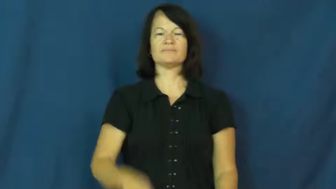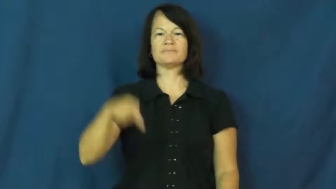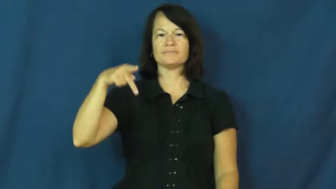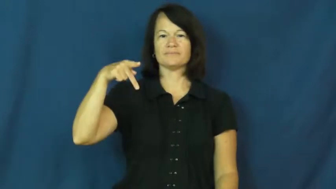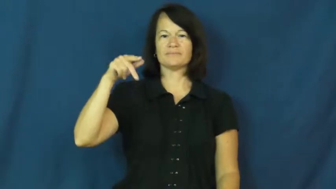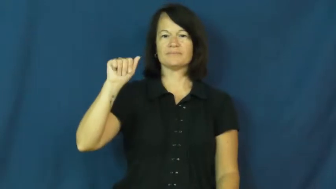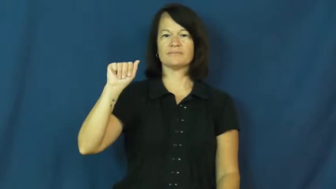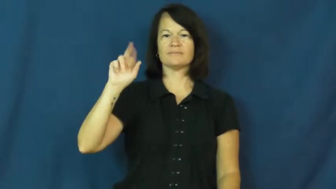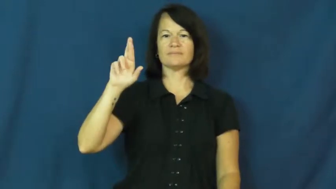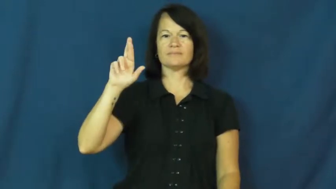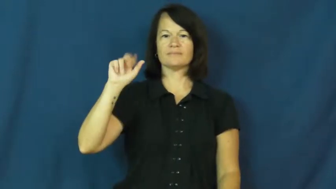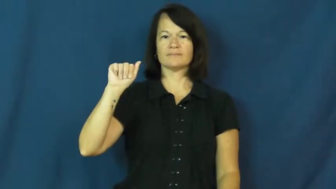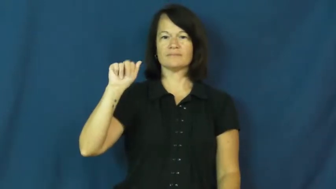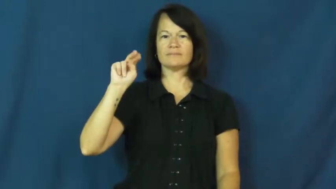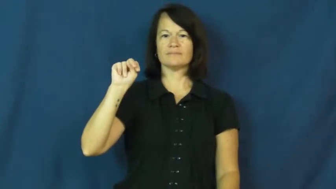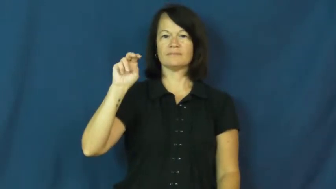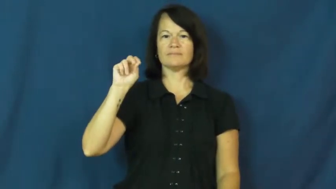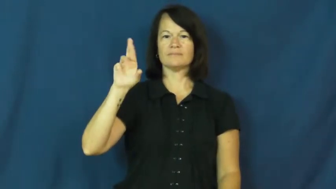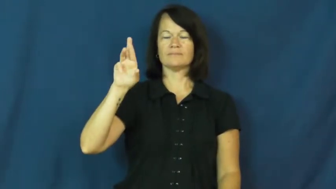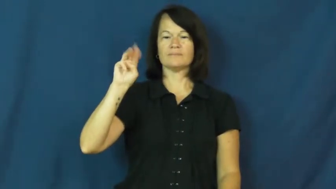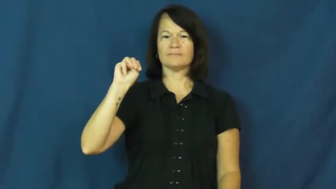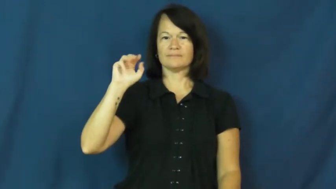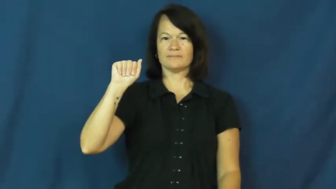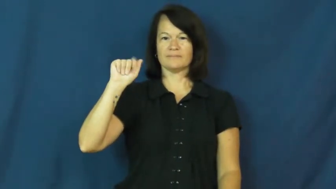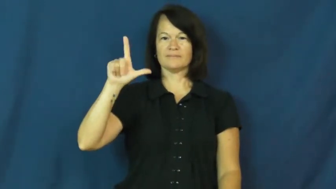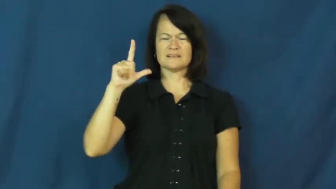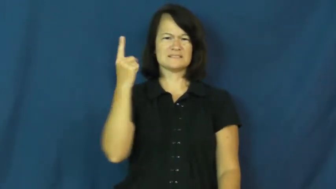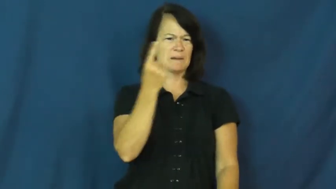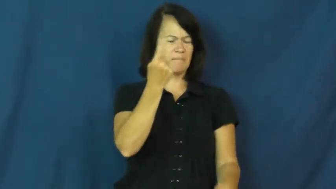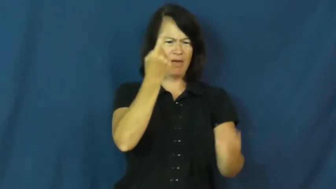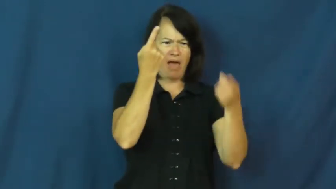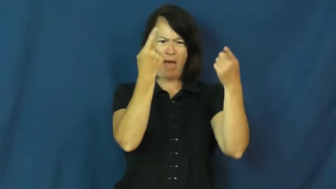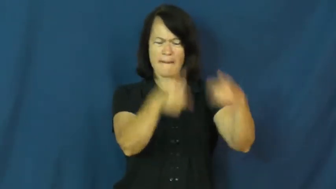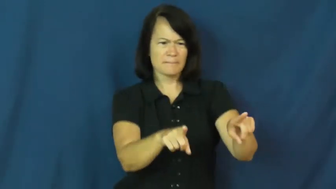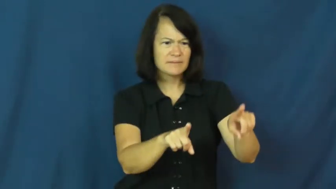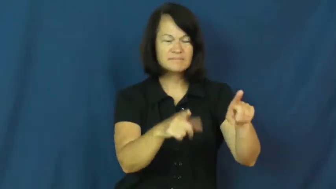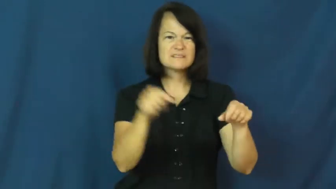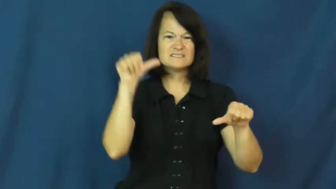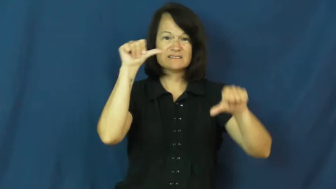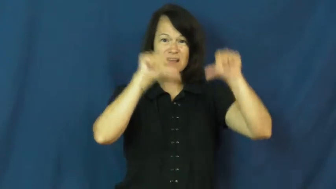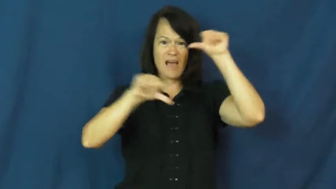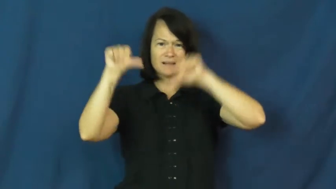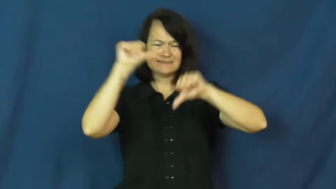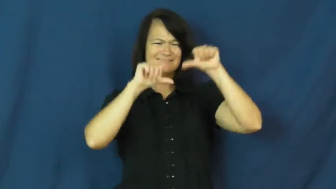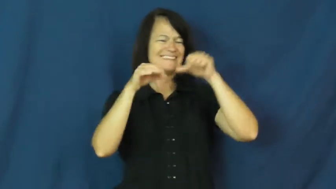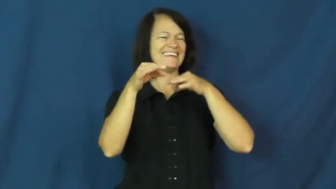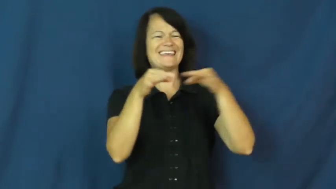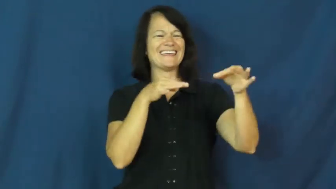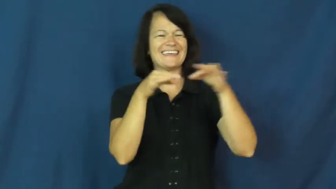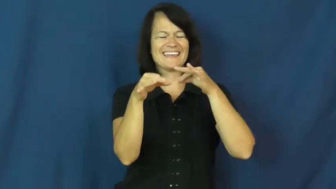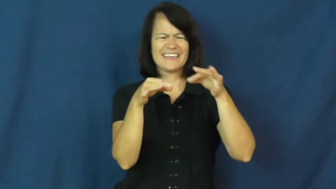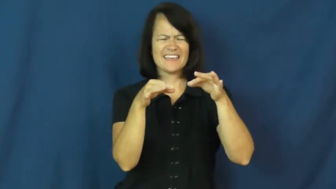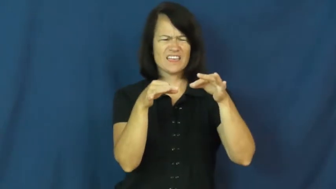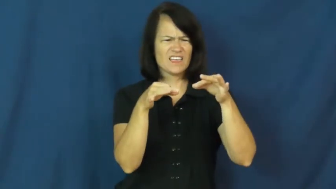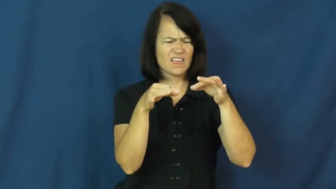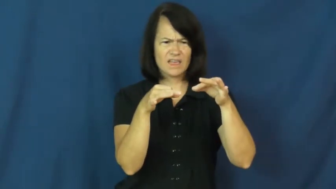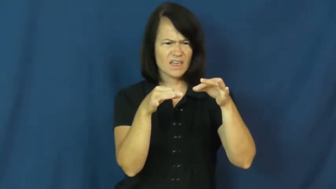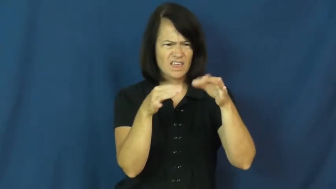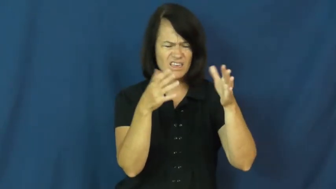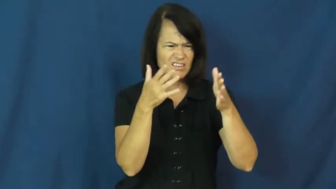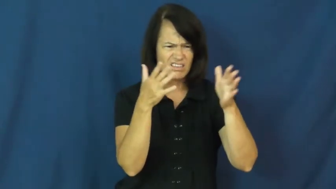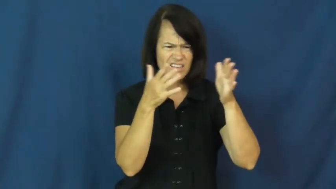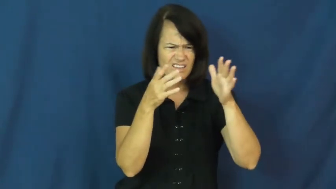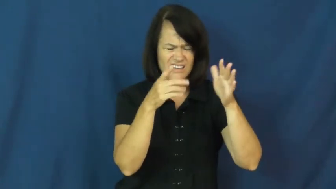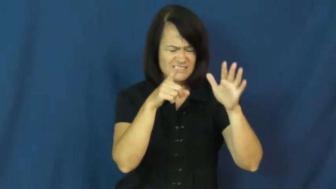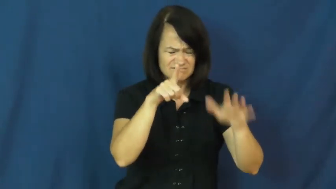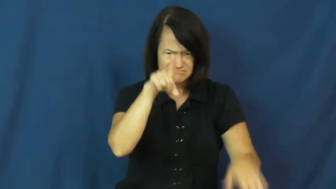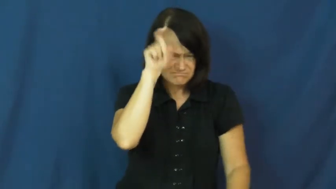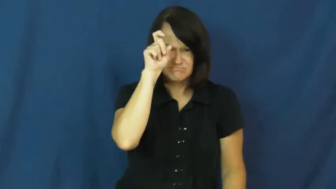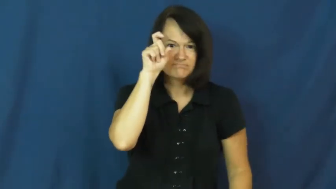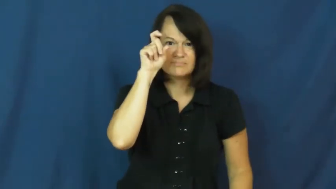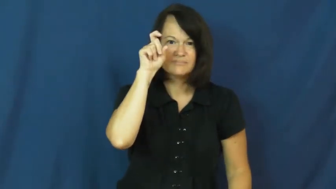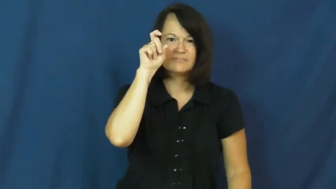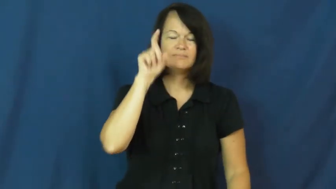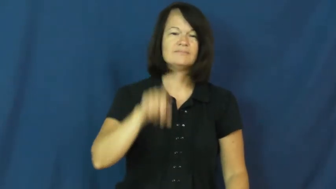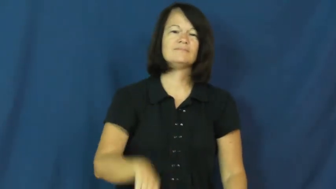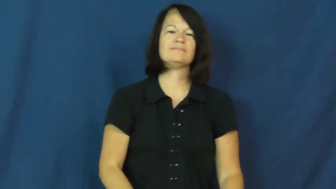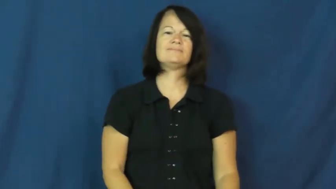paranormal